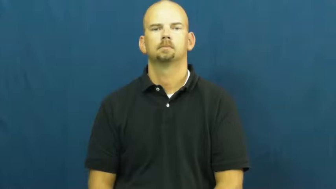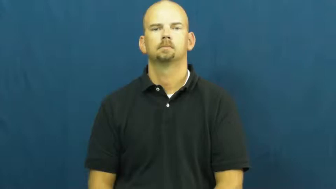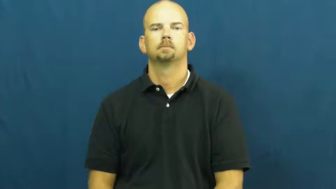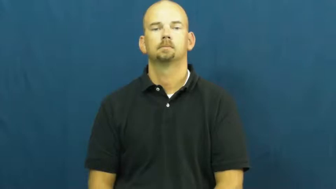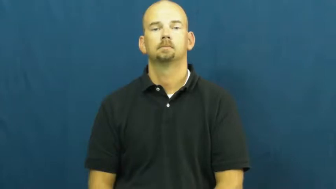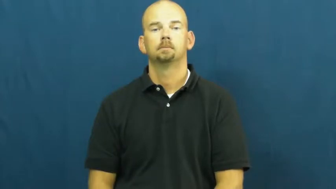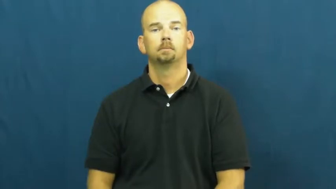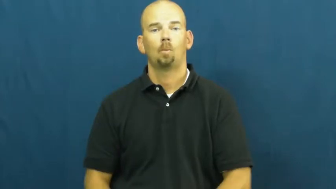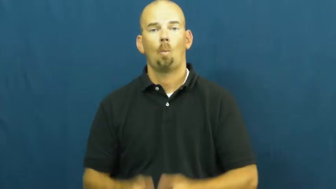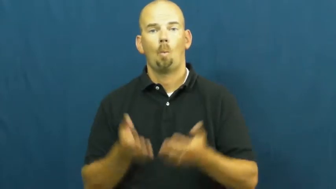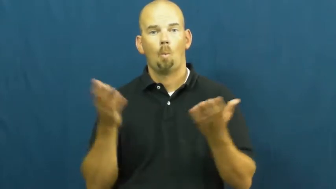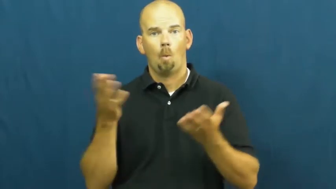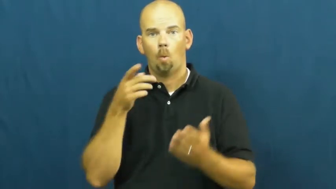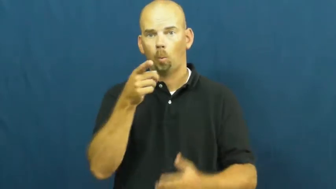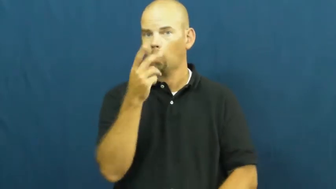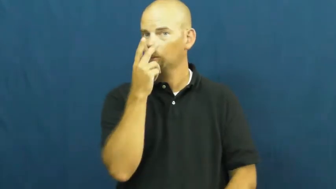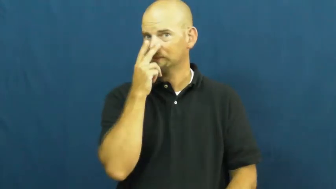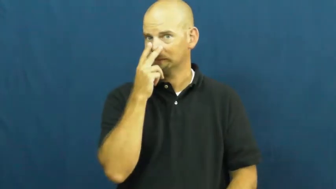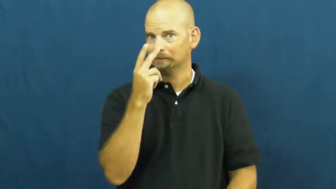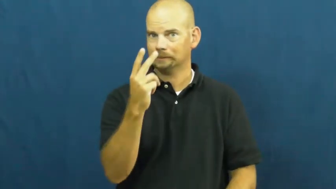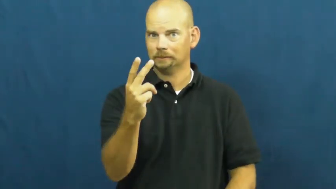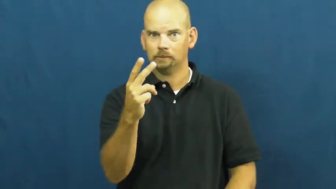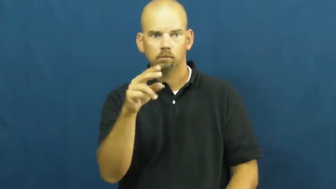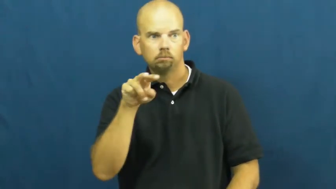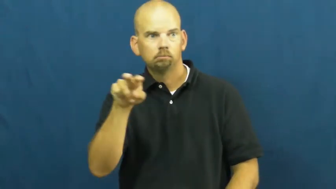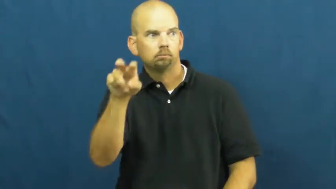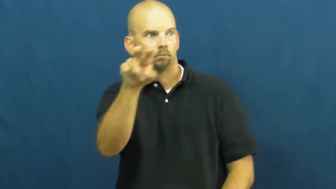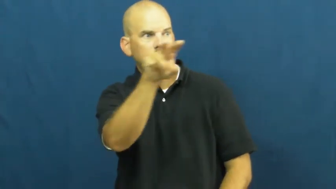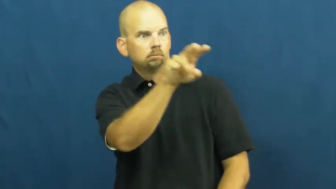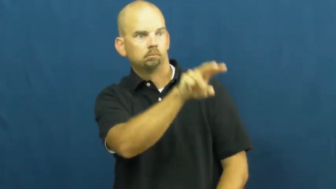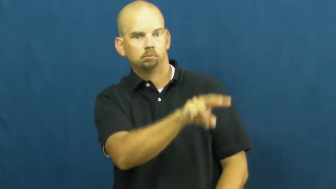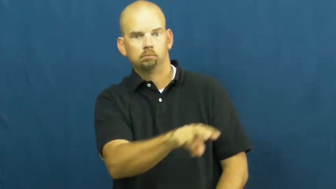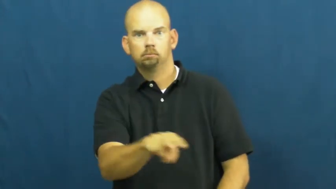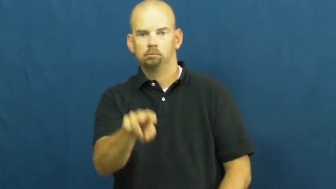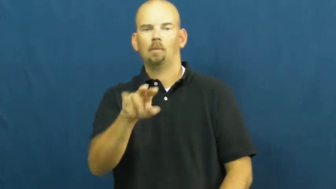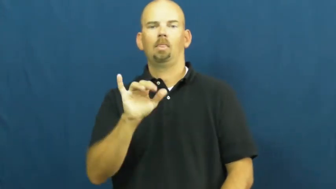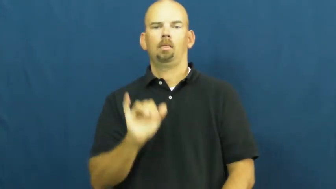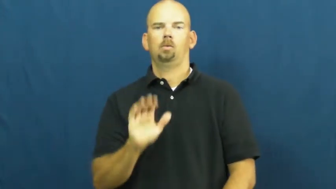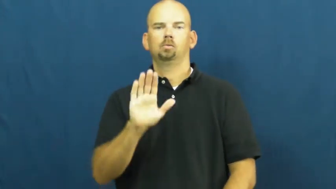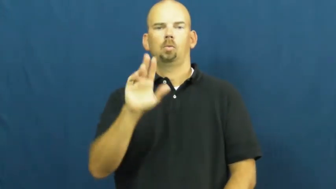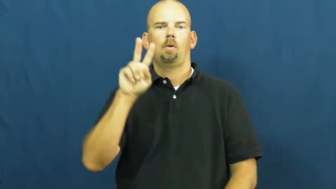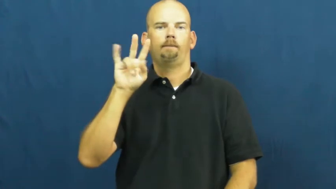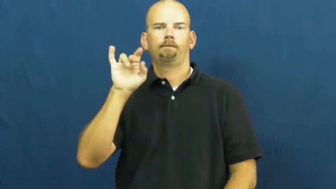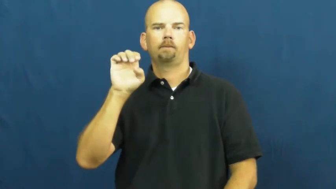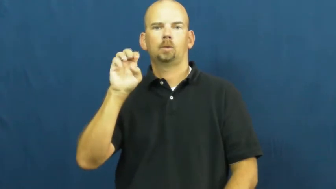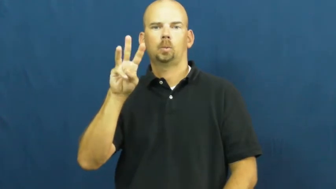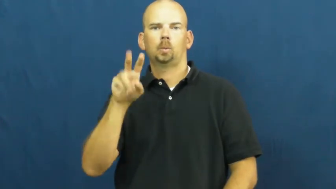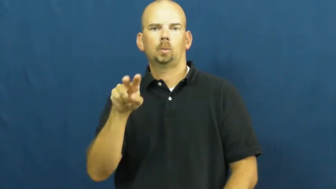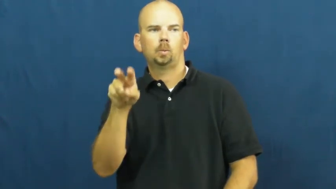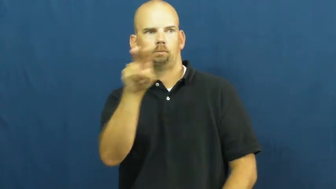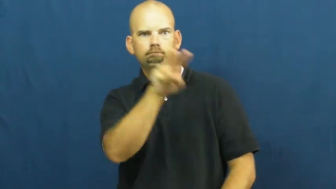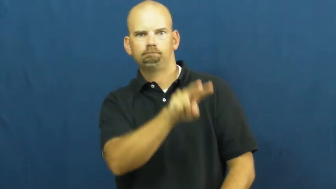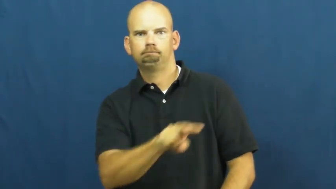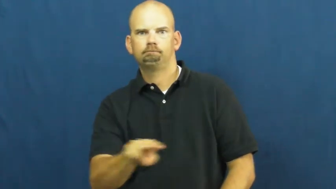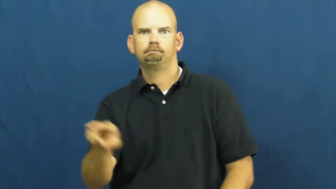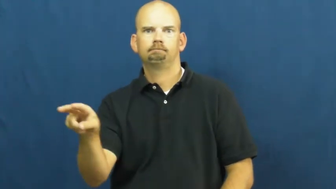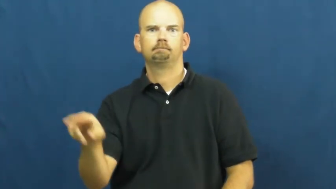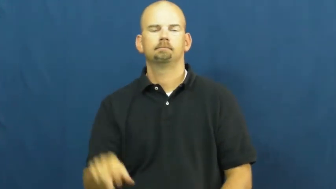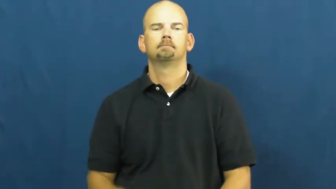scan,ken,view,survey